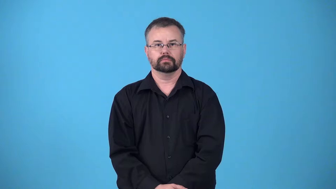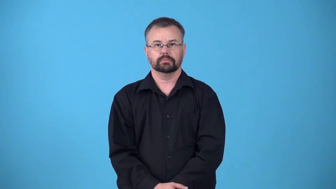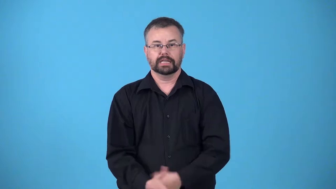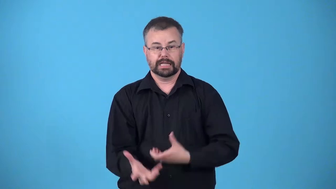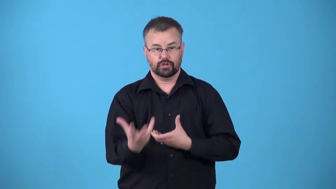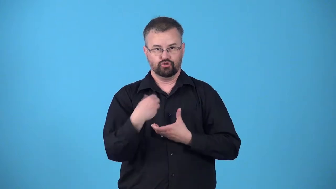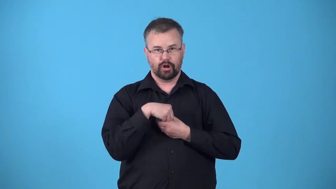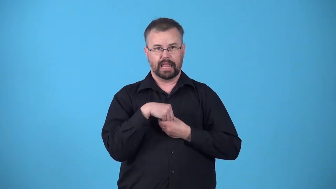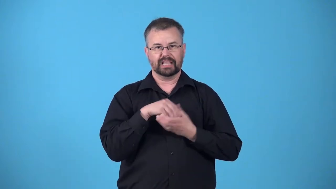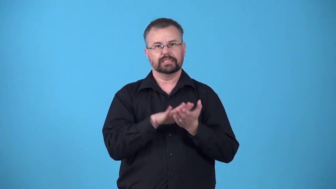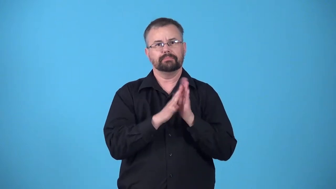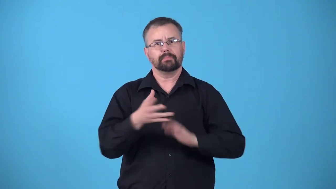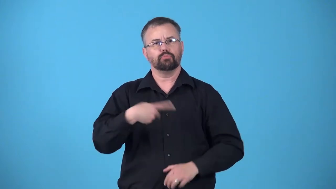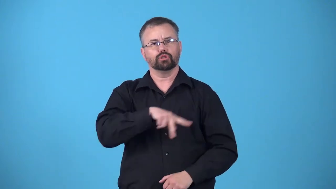interiorize